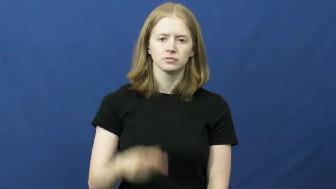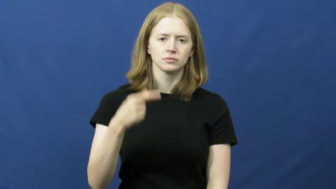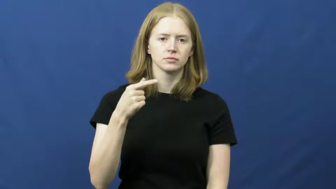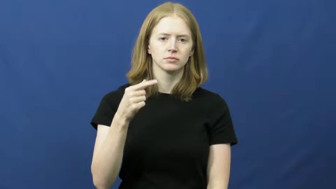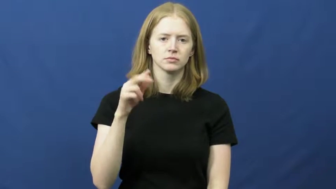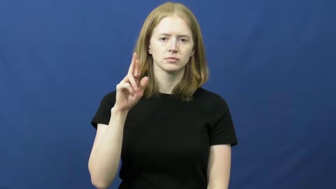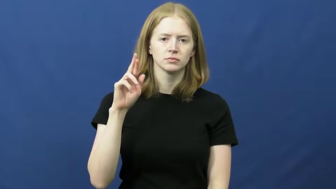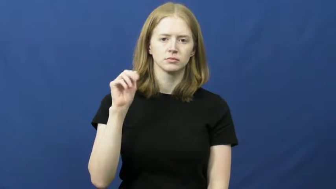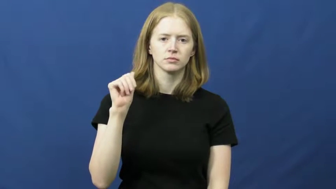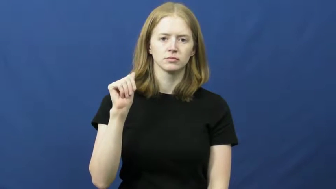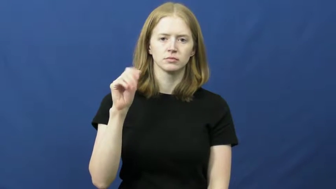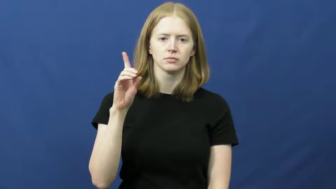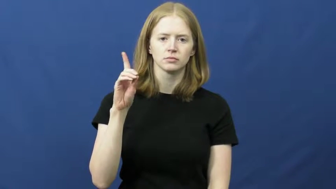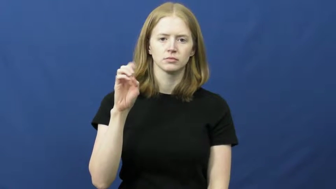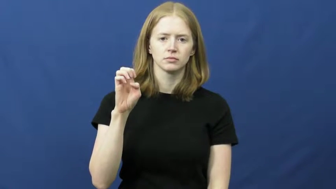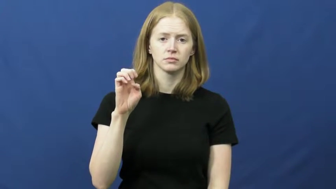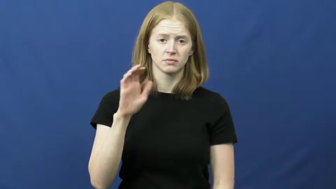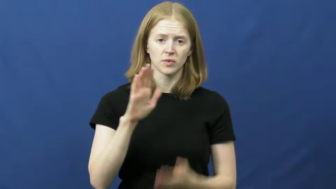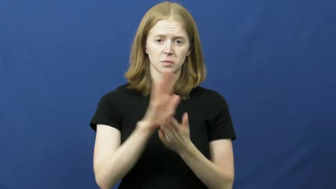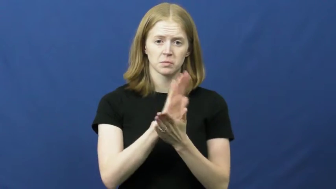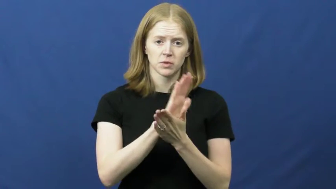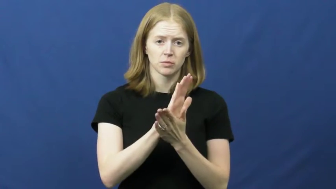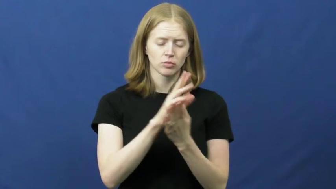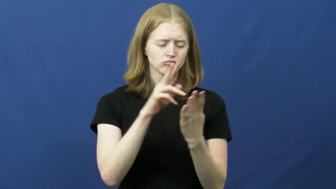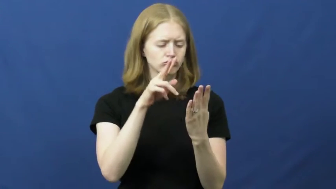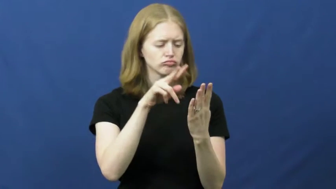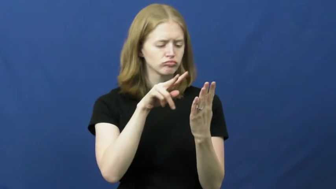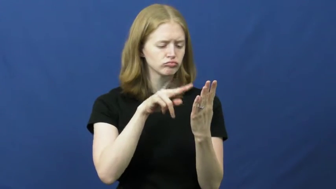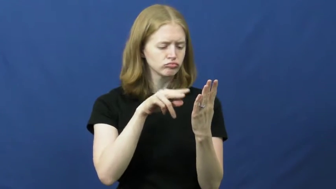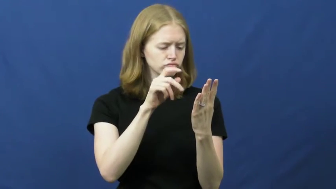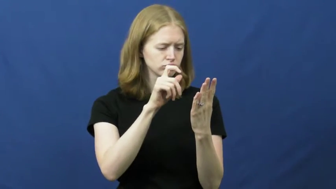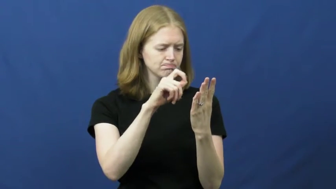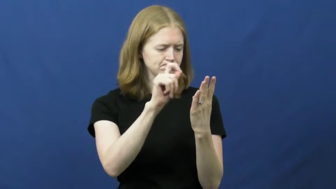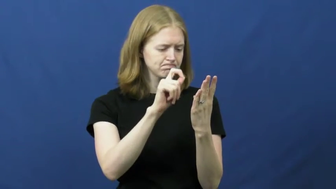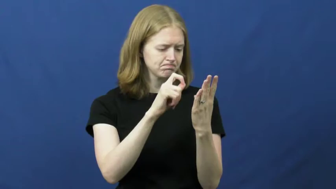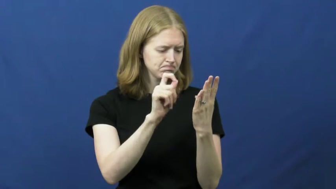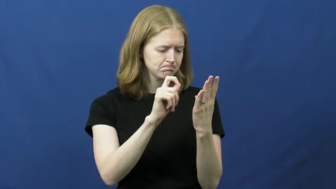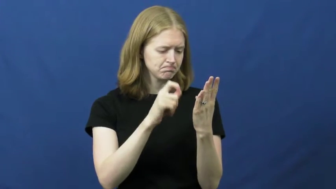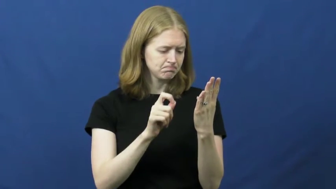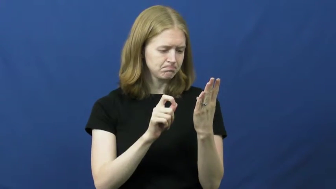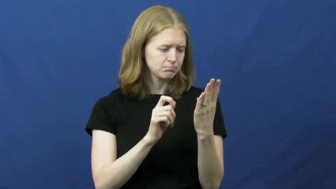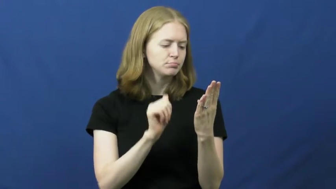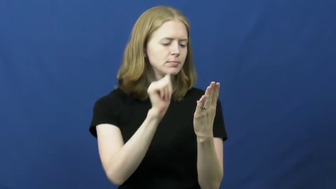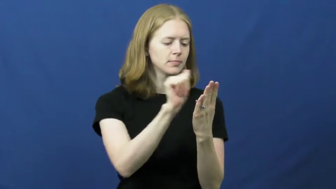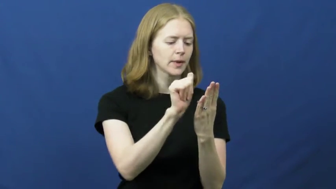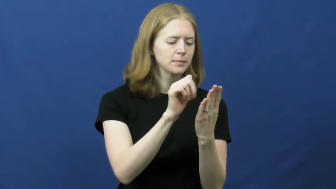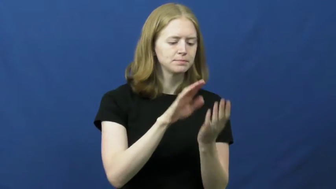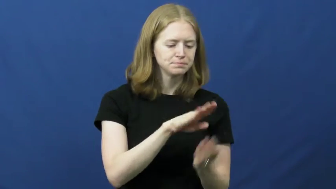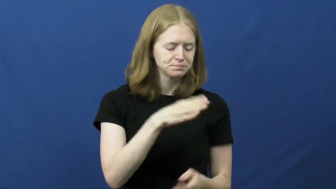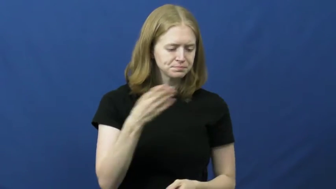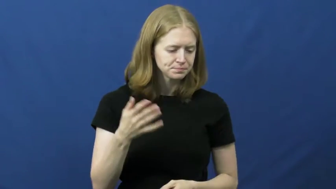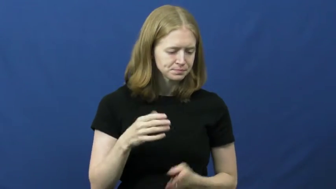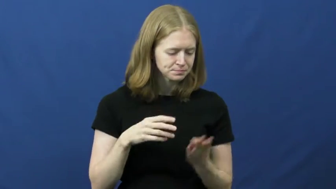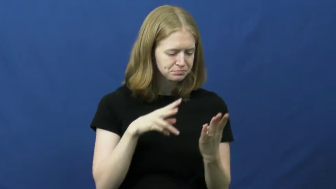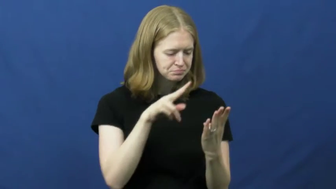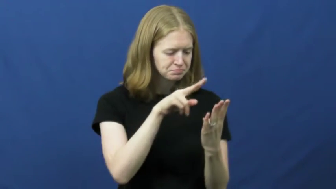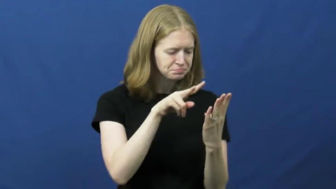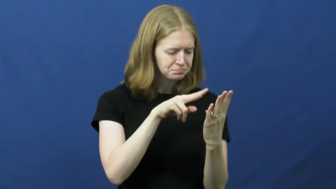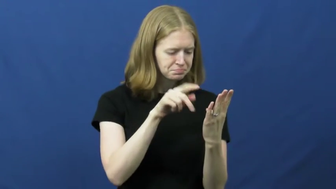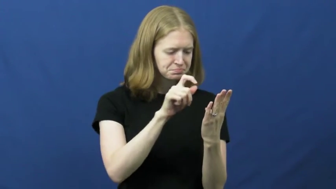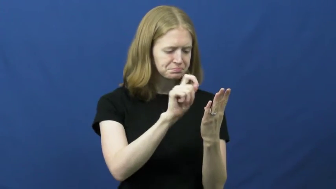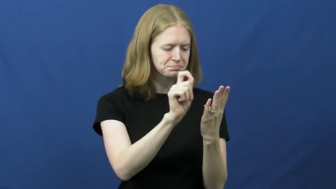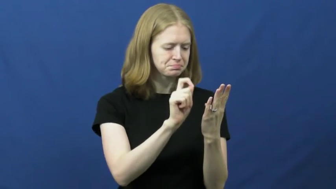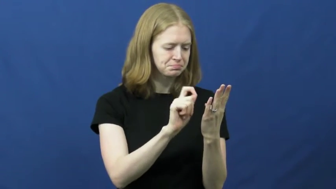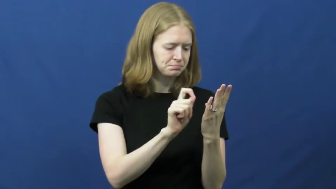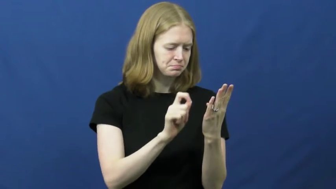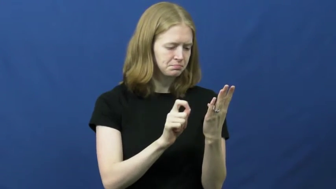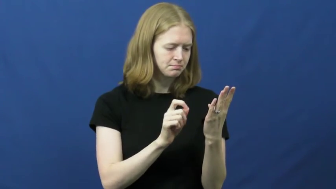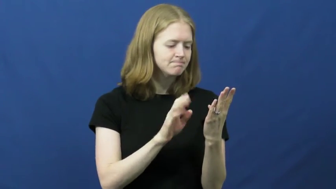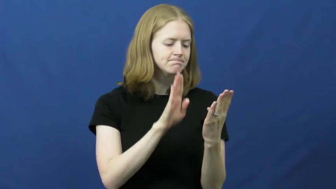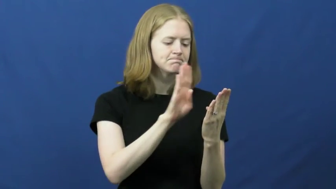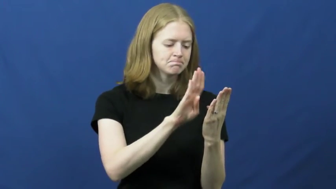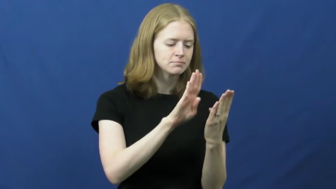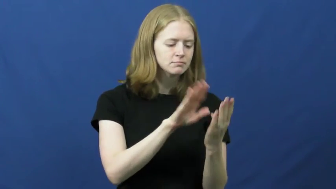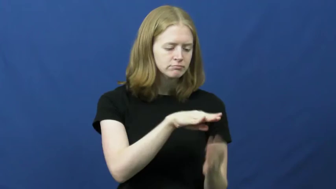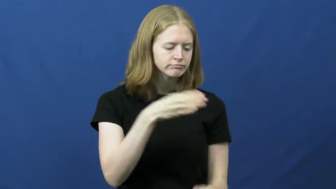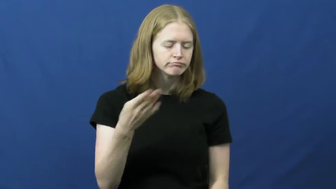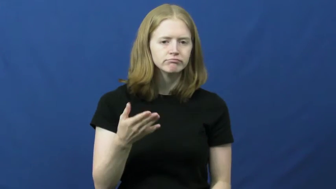grade-paper